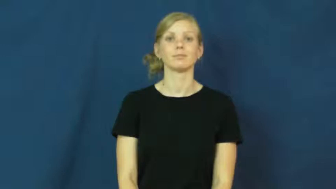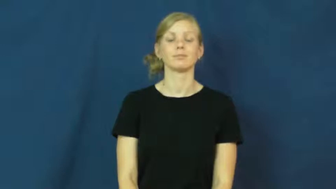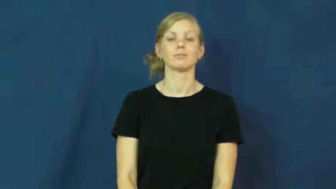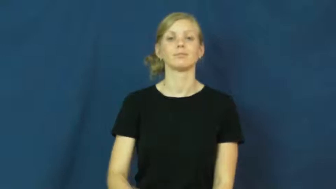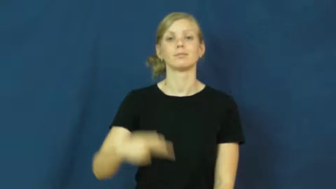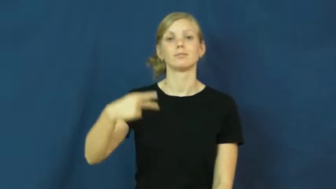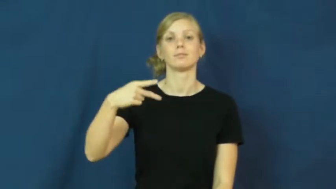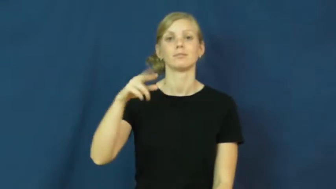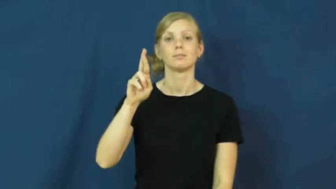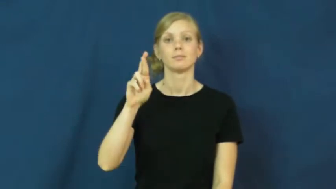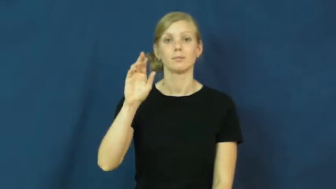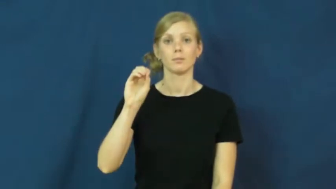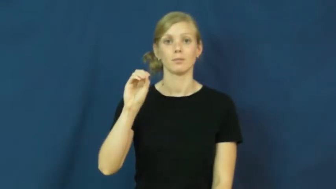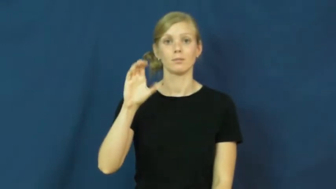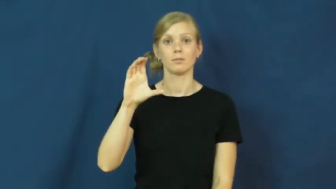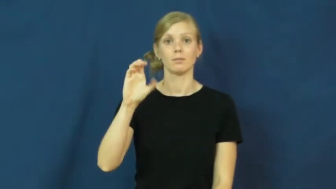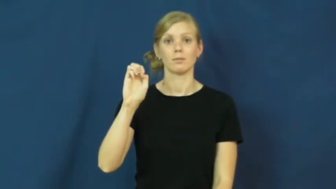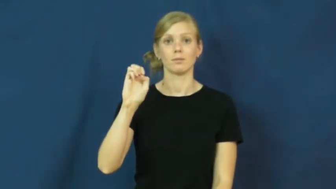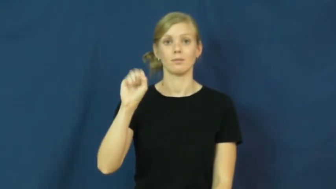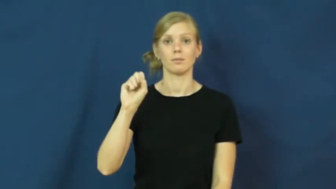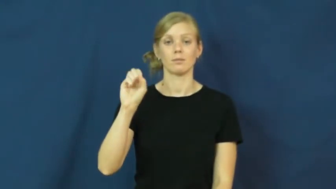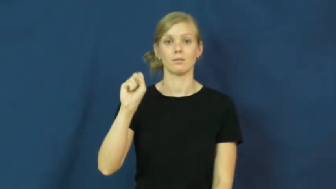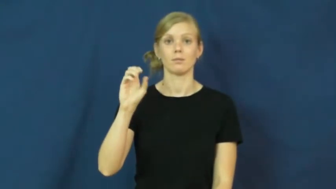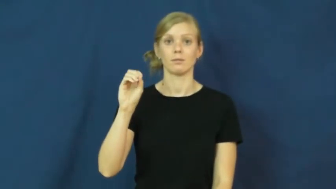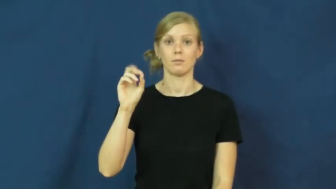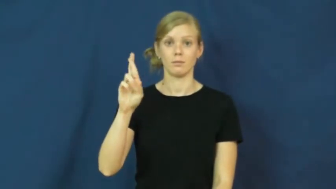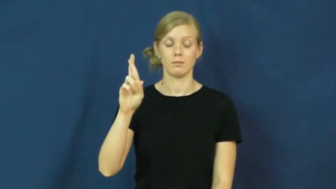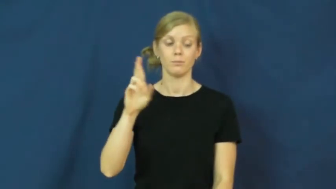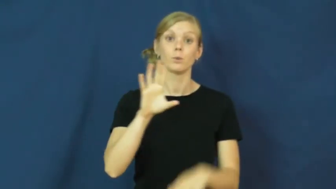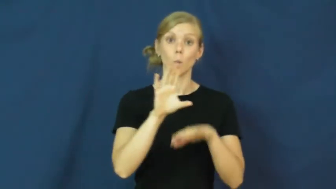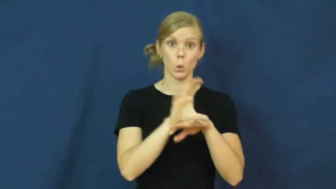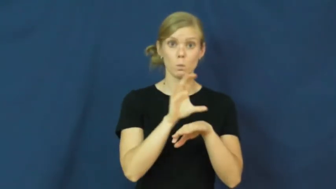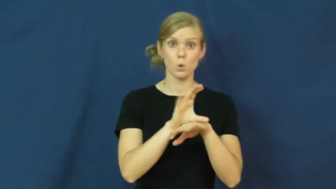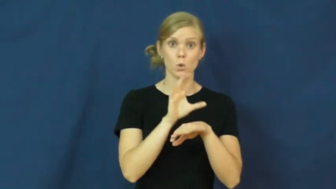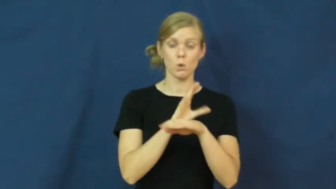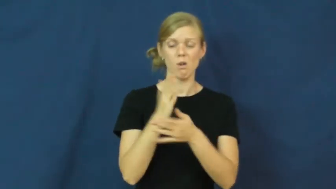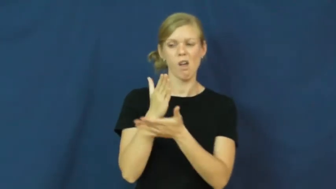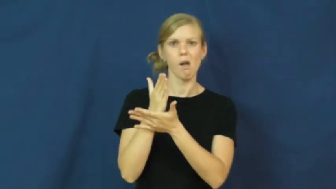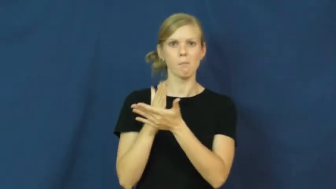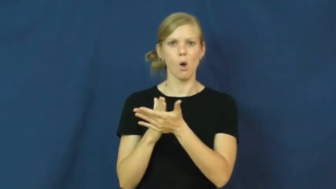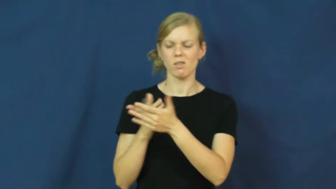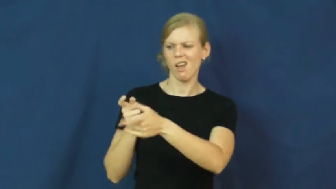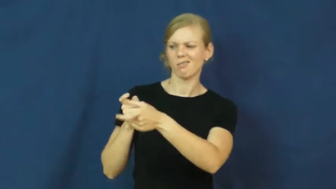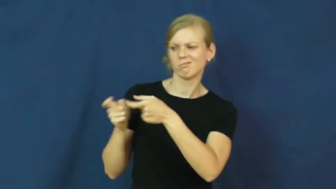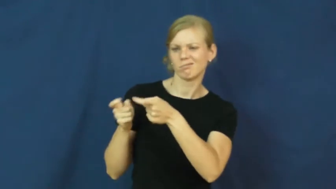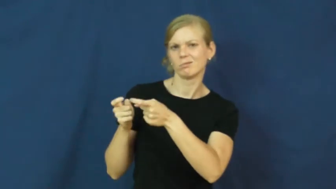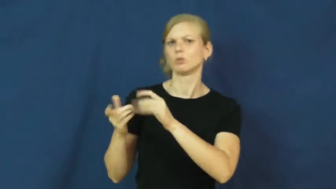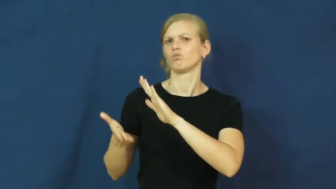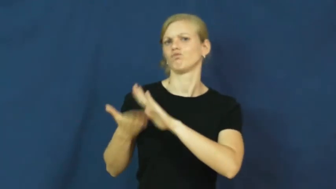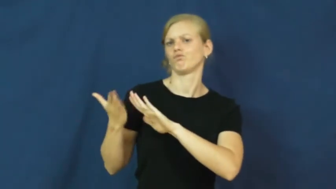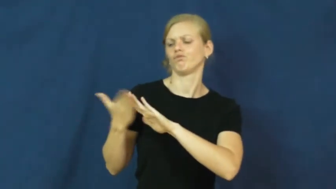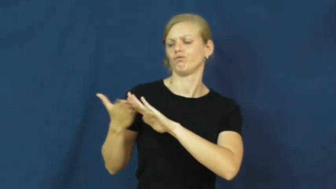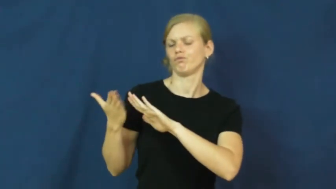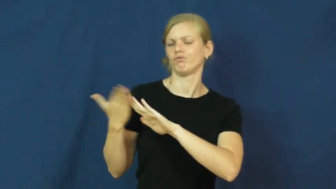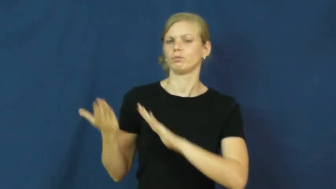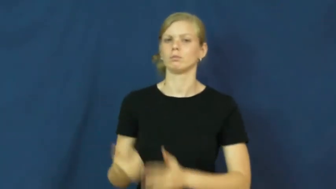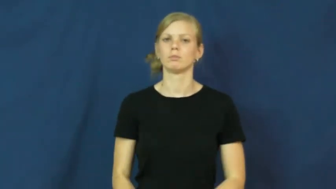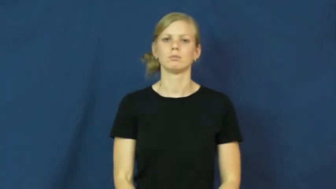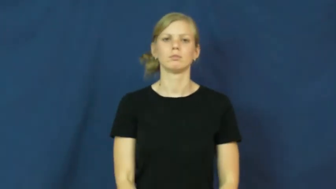processor-computer